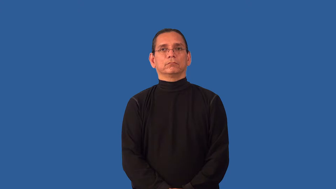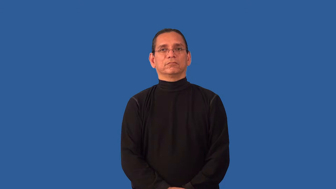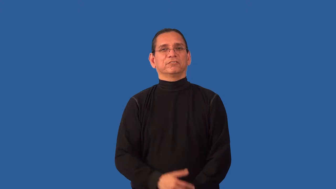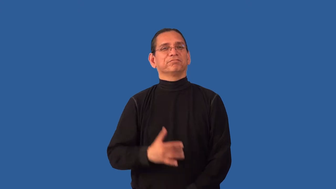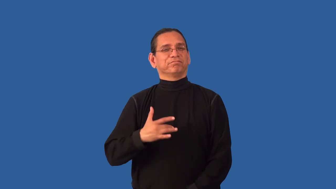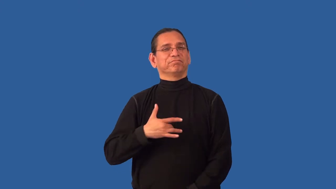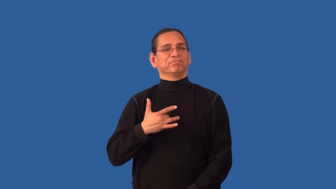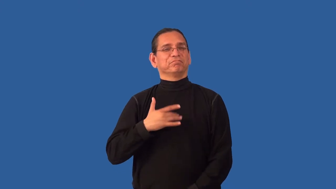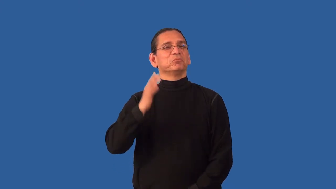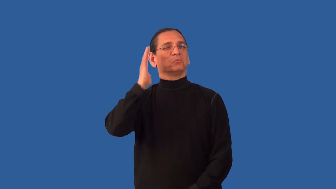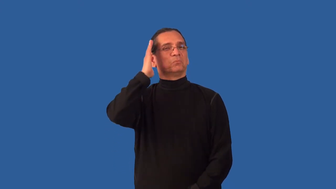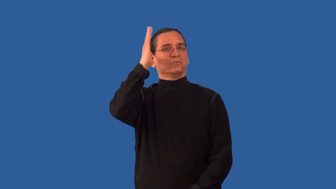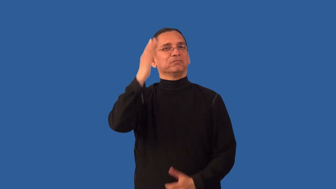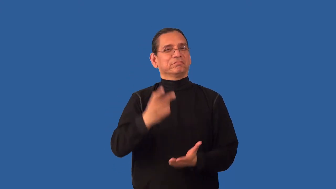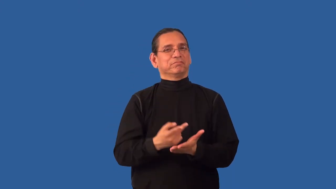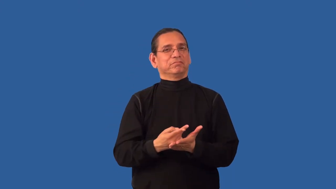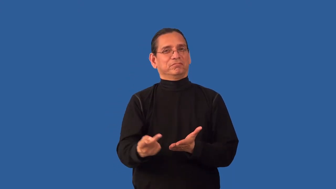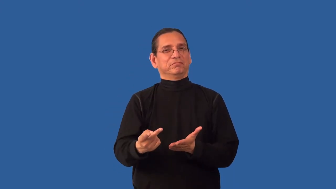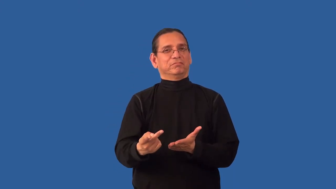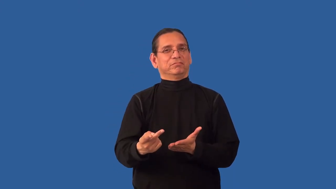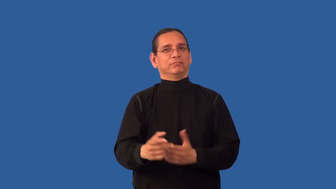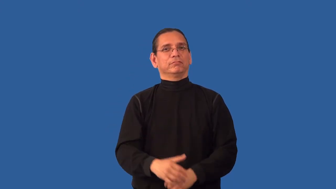unpromising